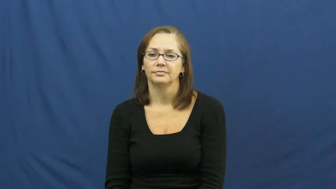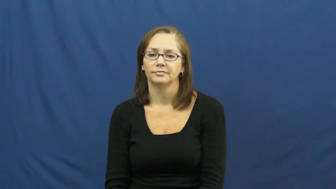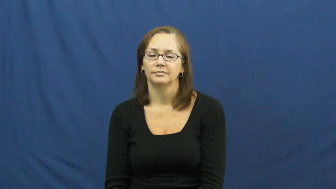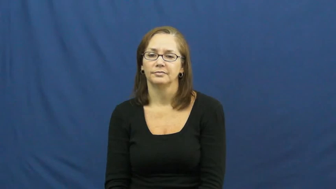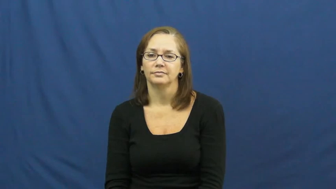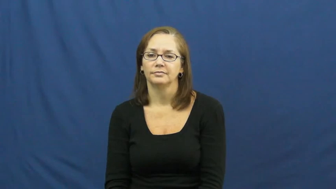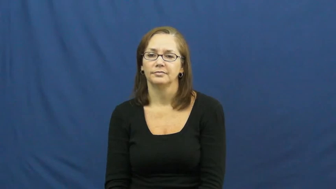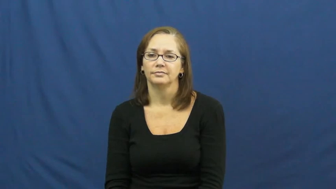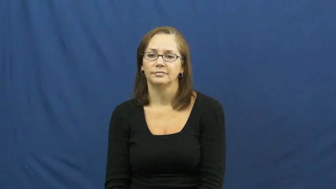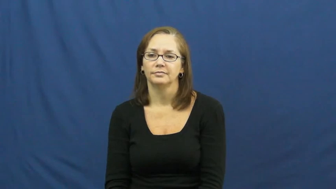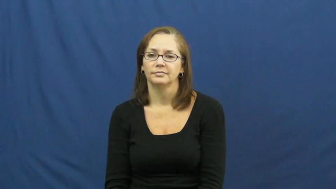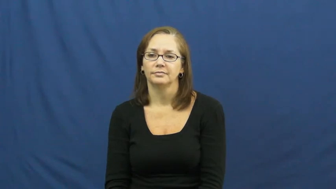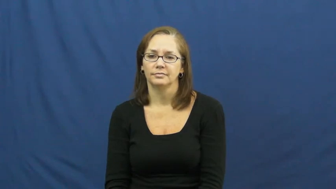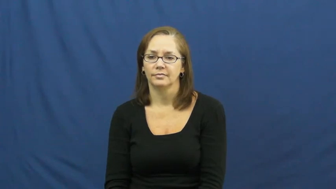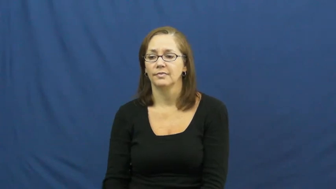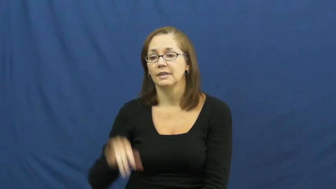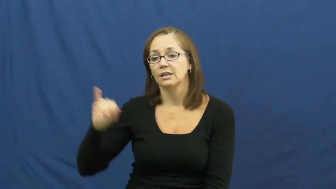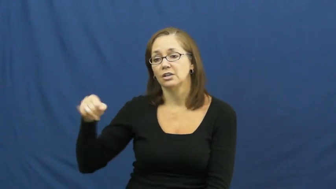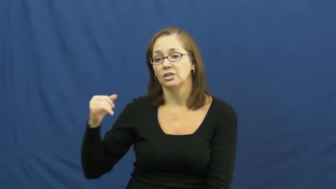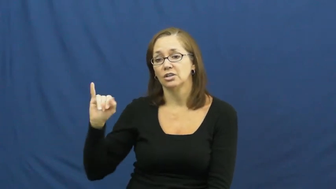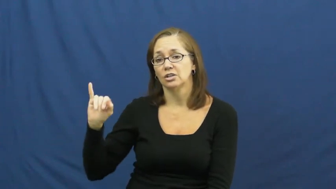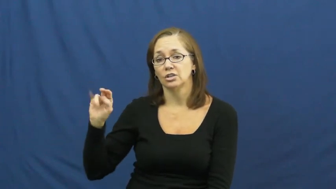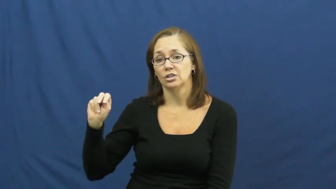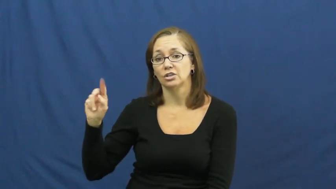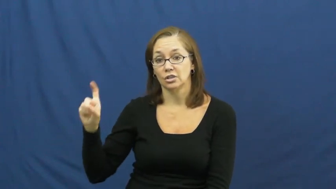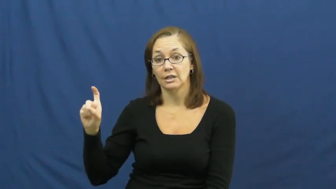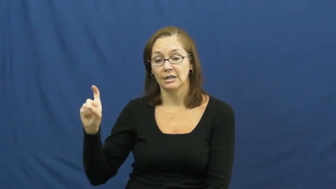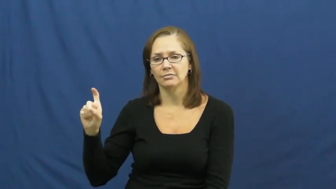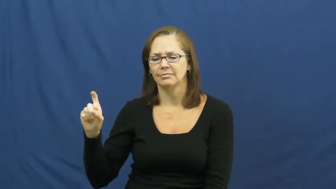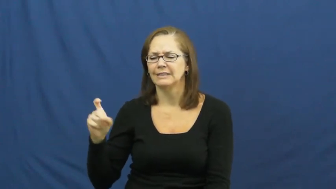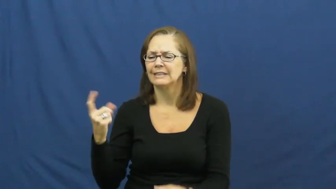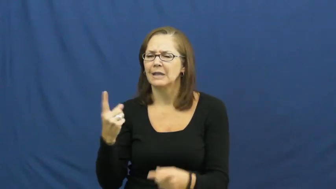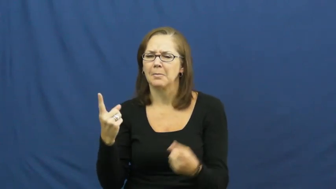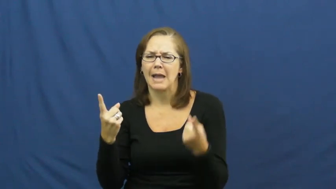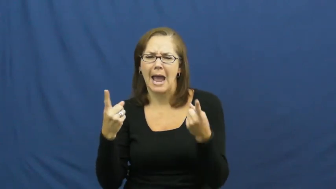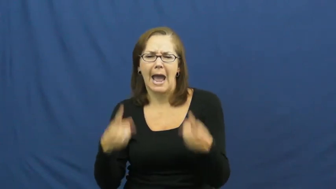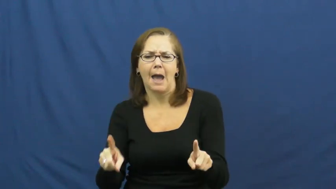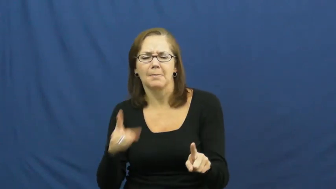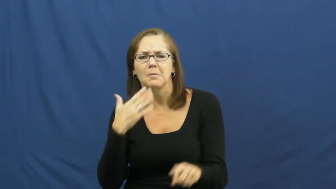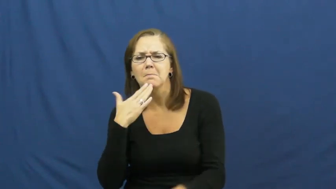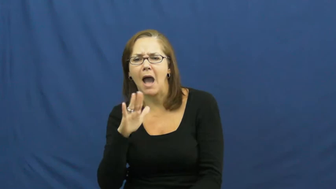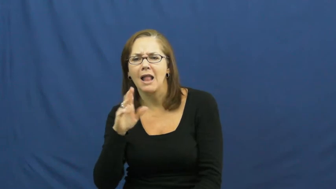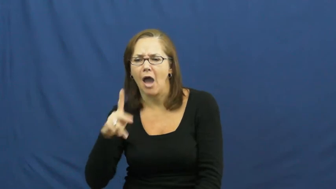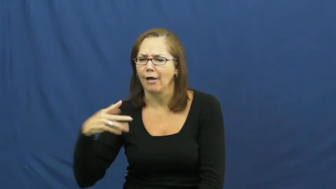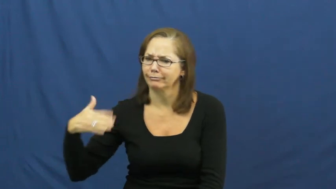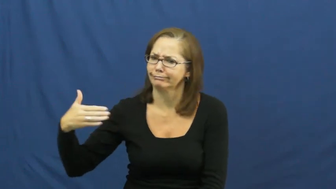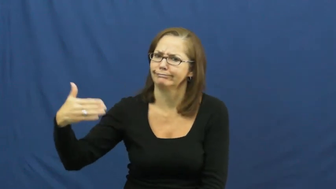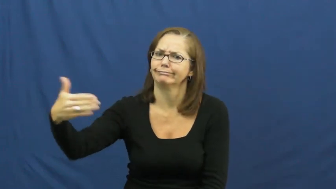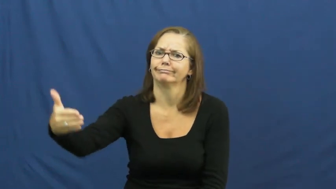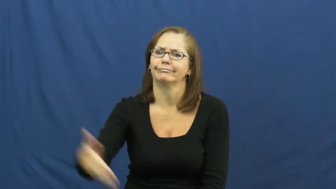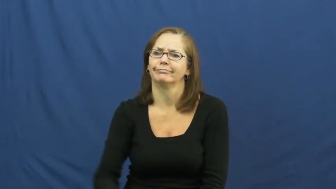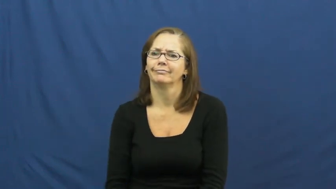jinx,albatross,hoodoo,hex